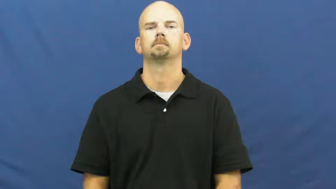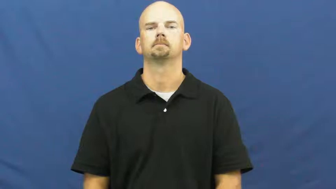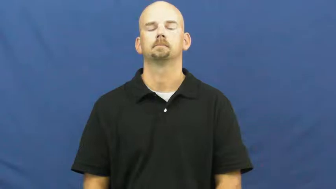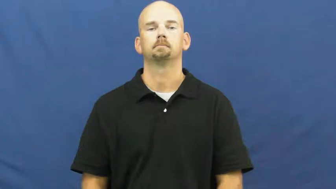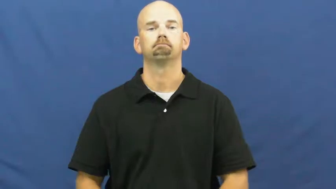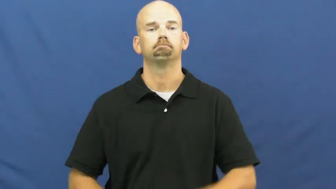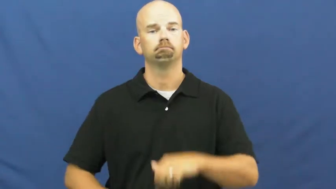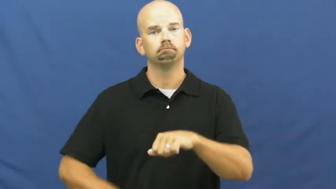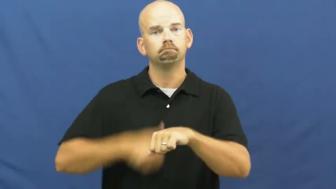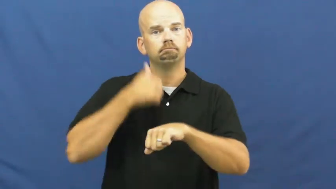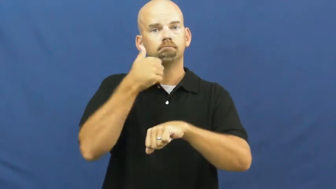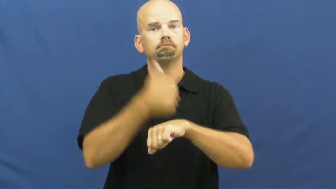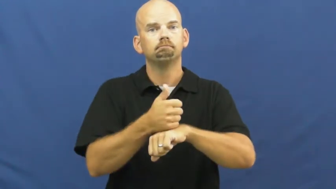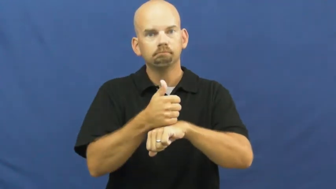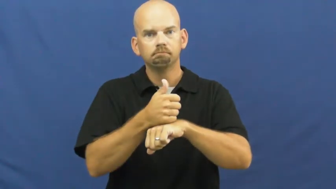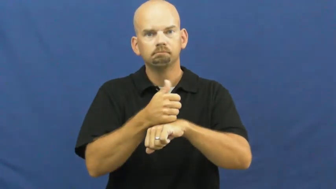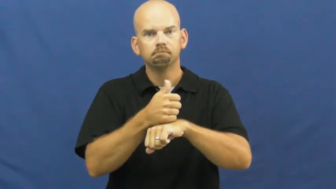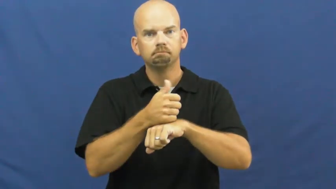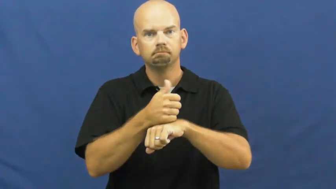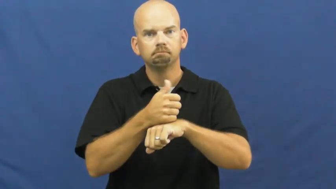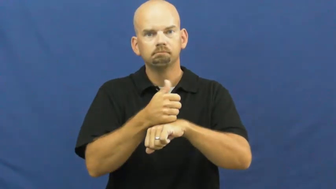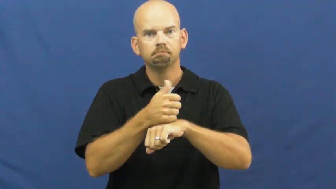set-time